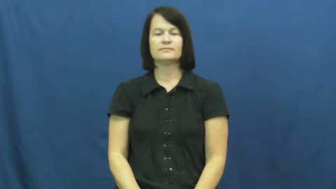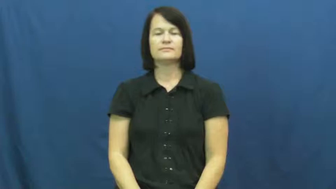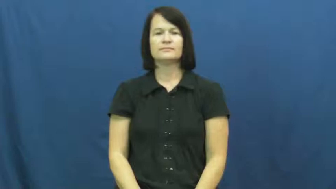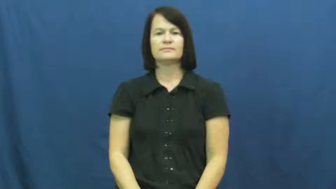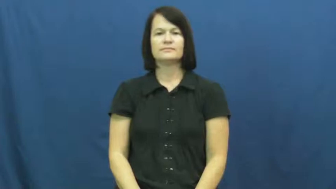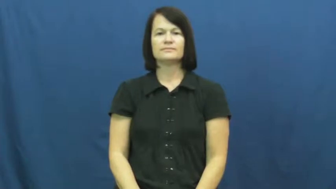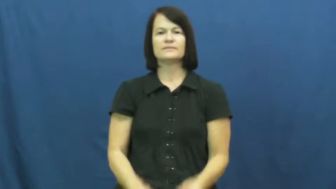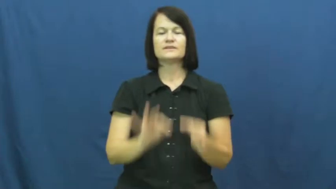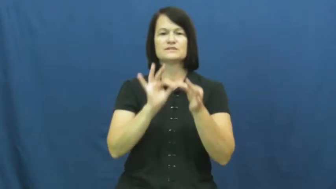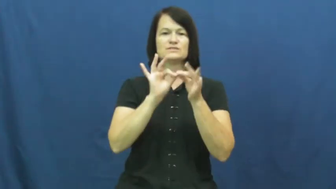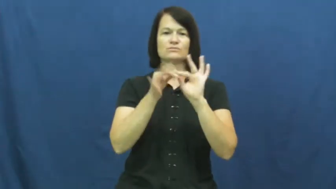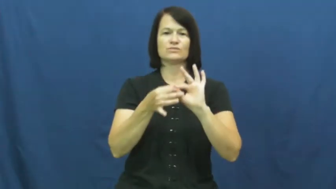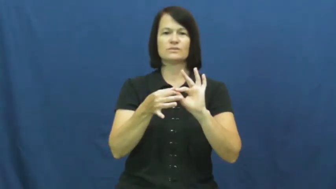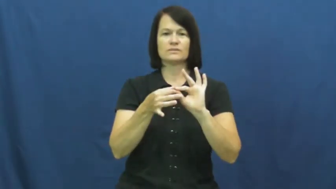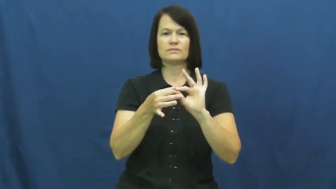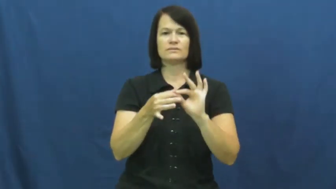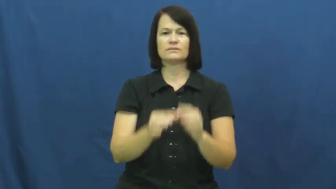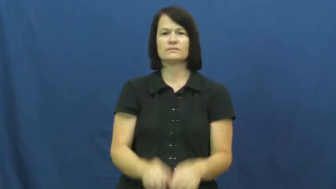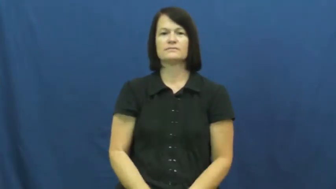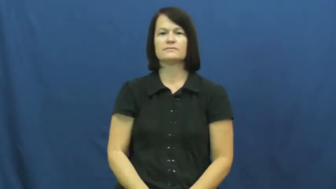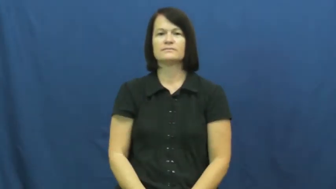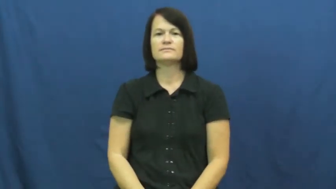interpret-language